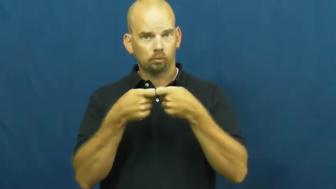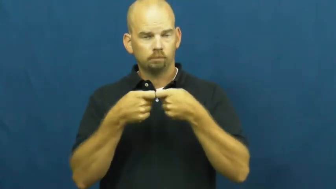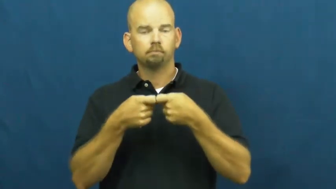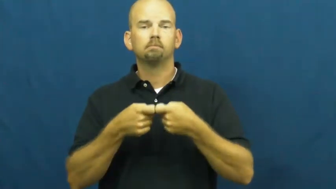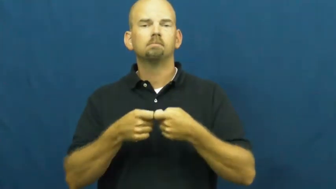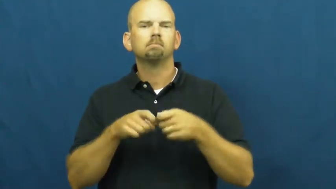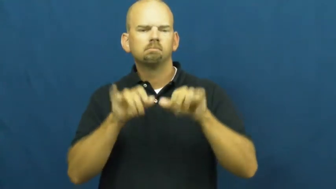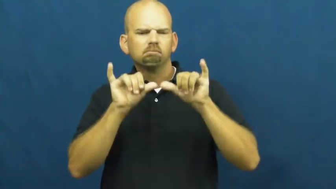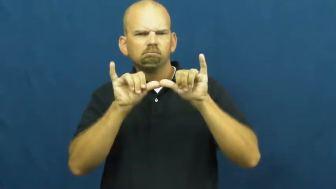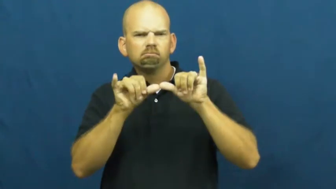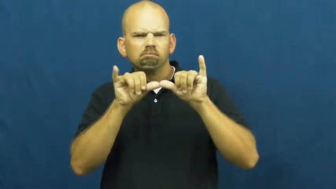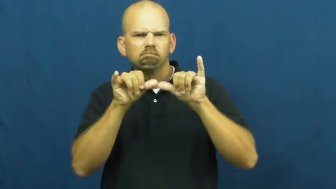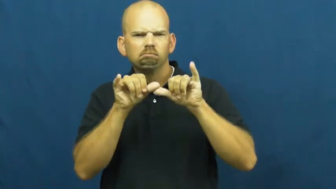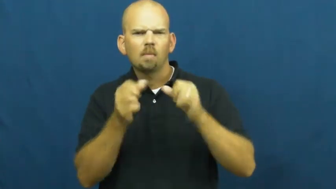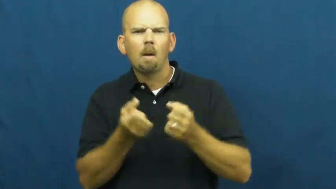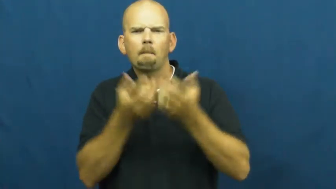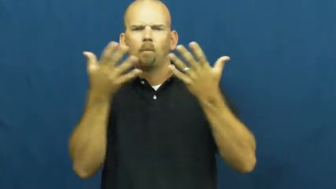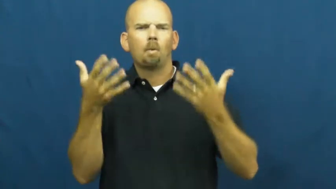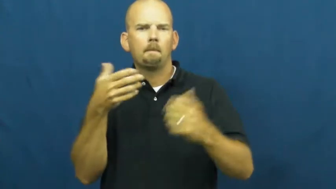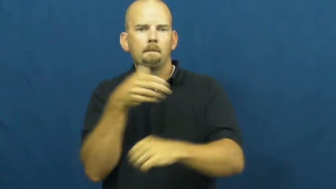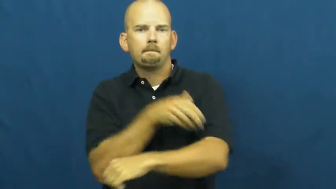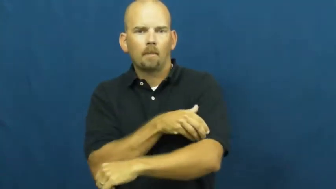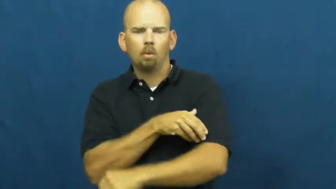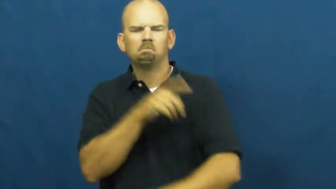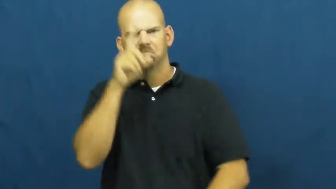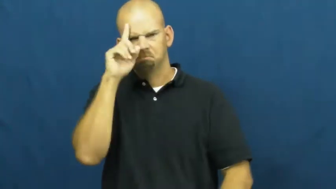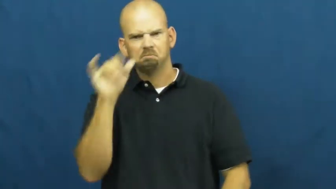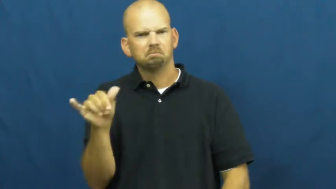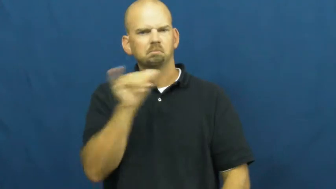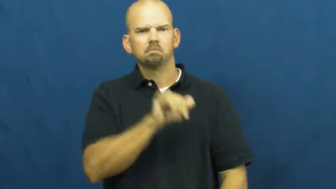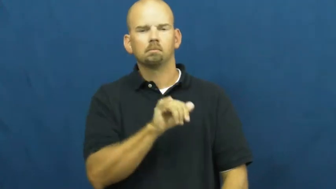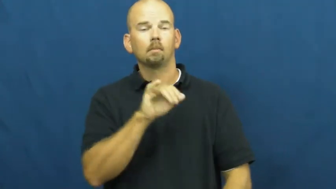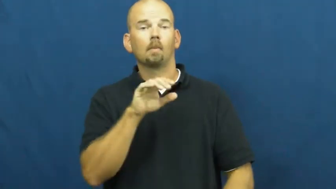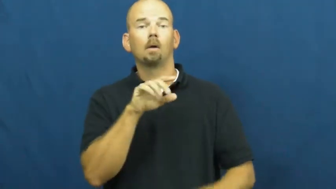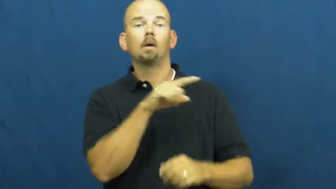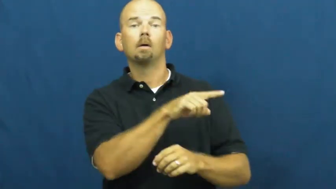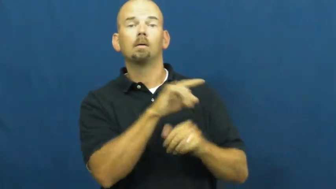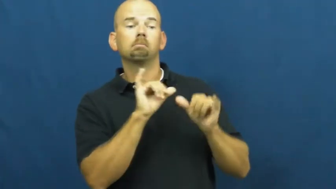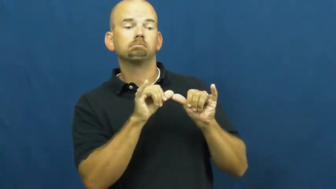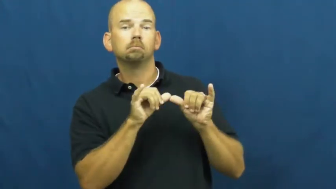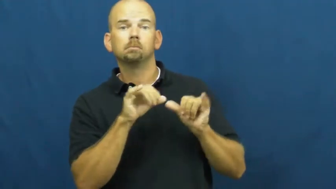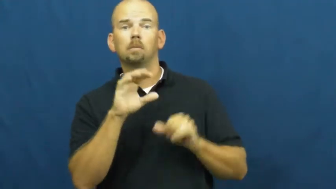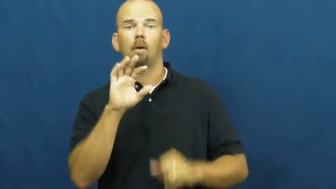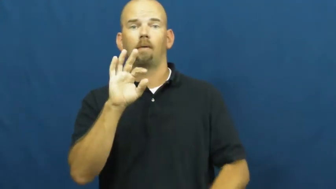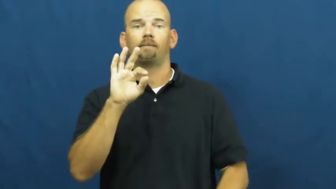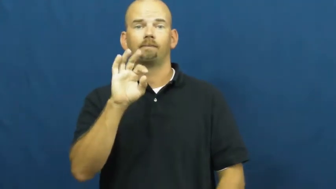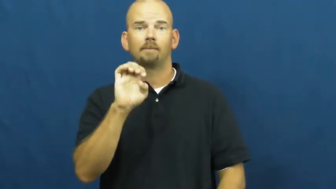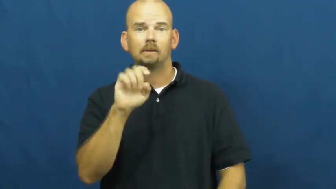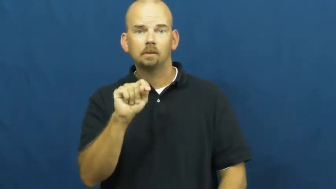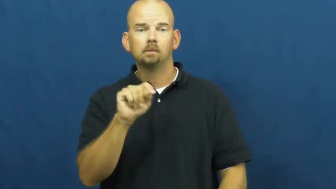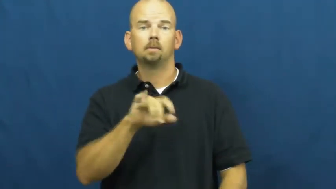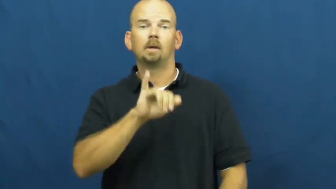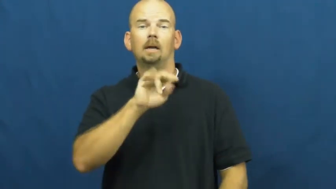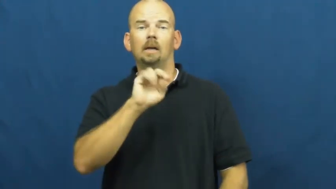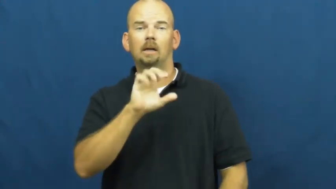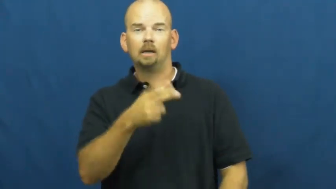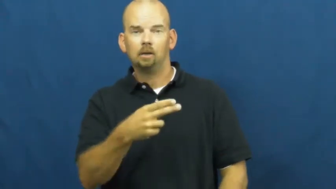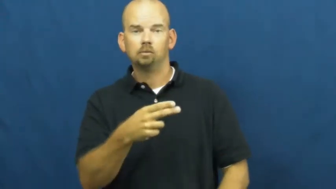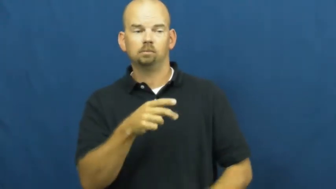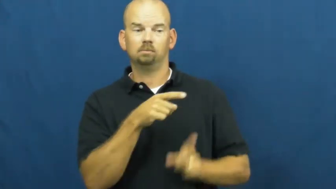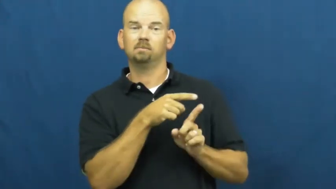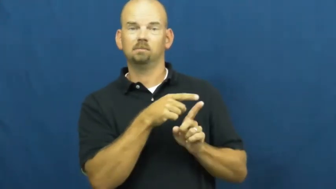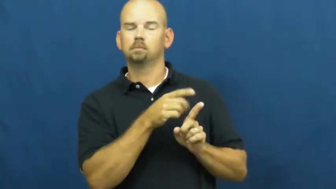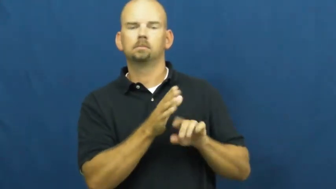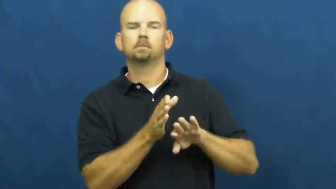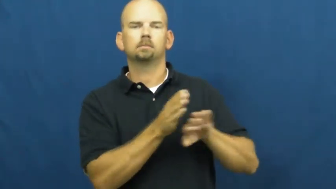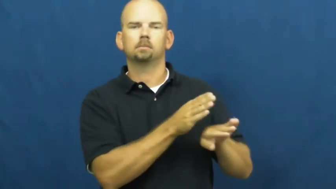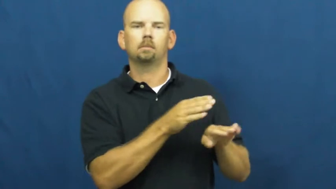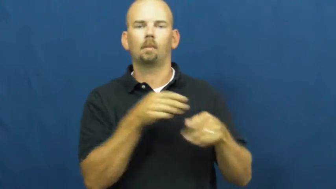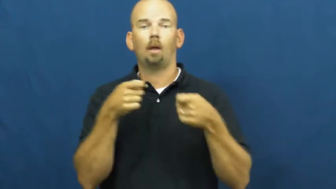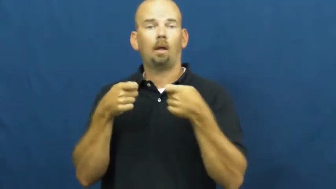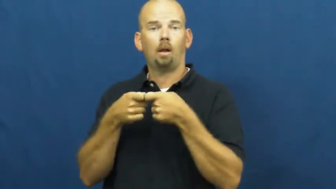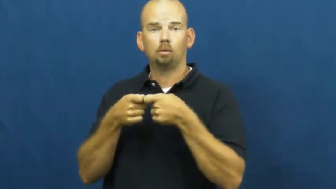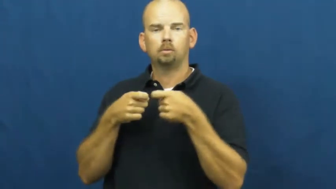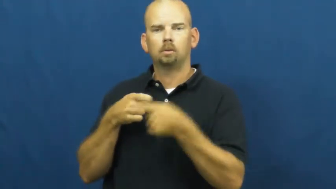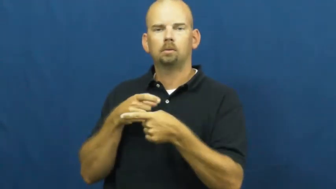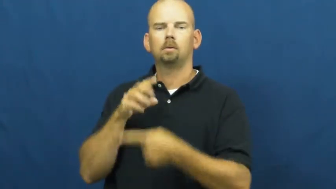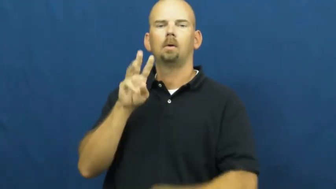watt